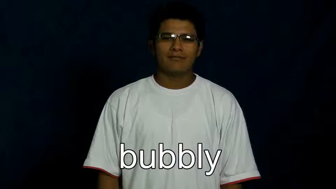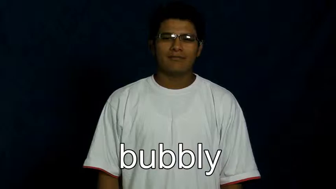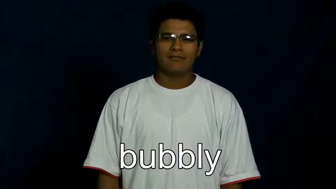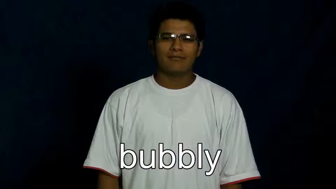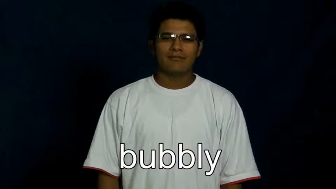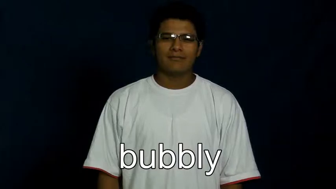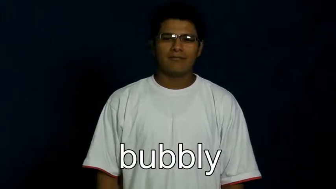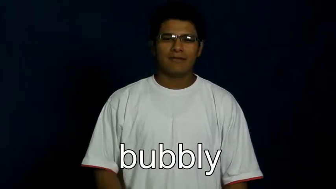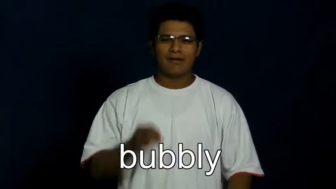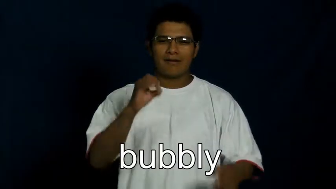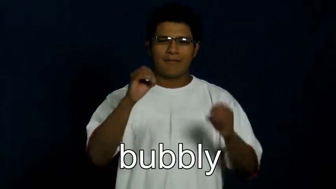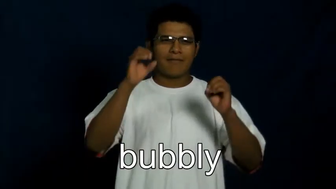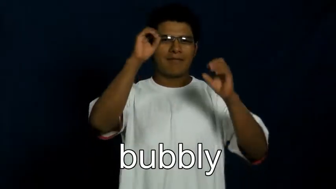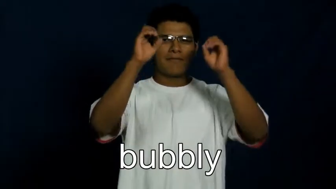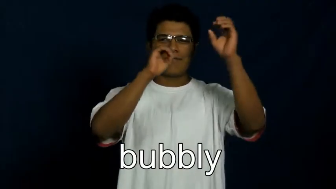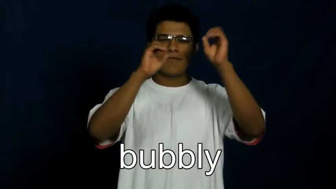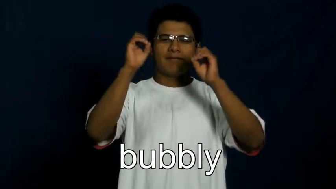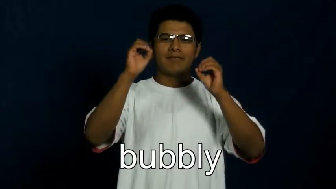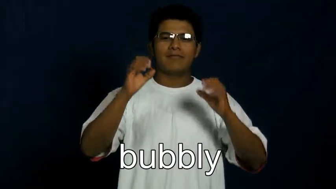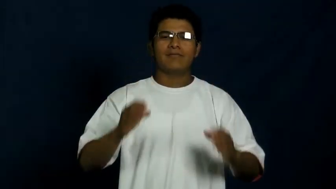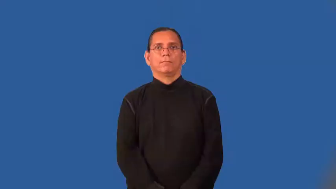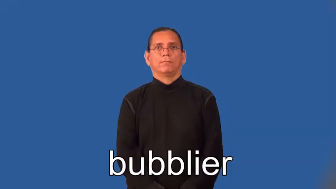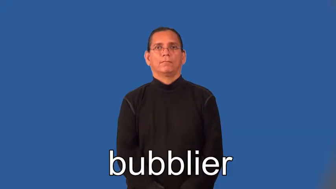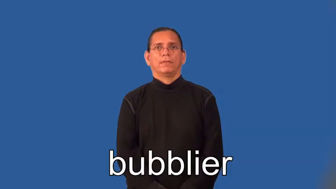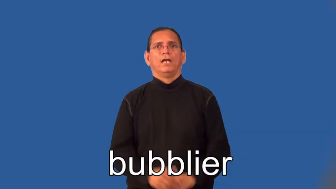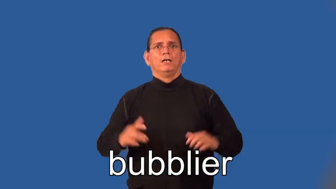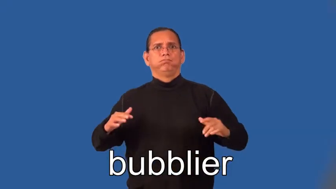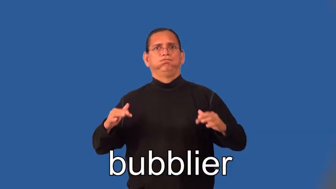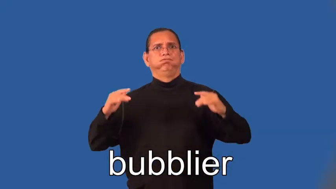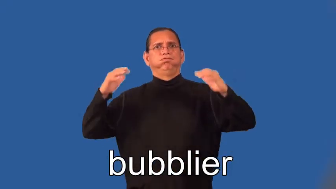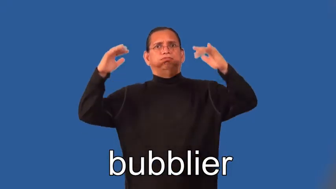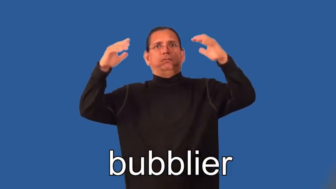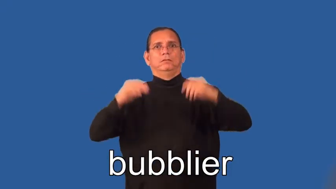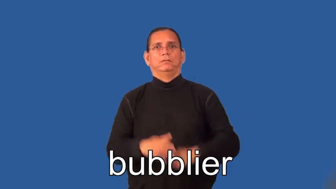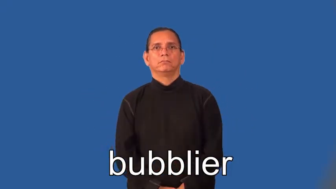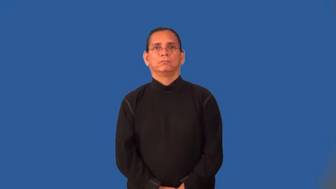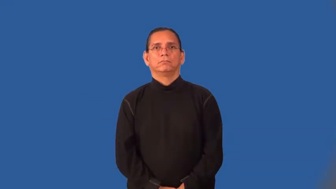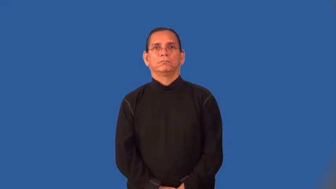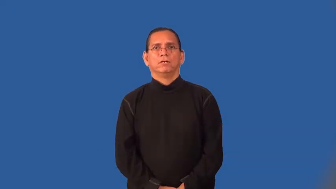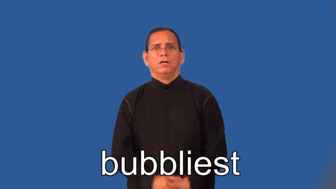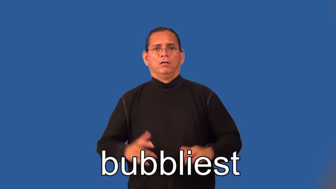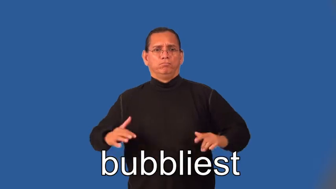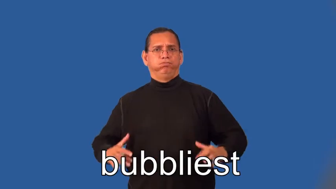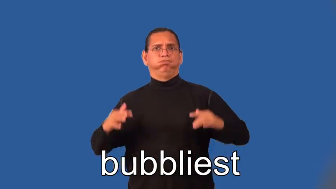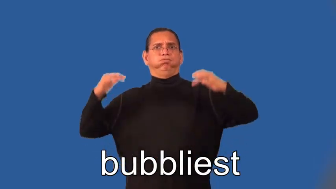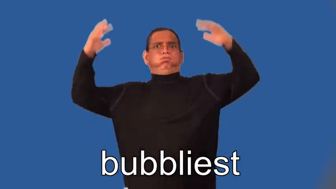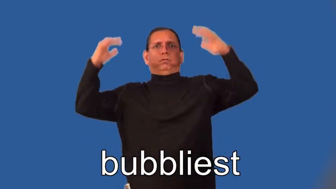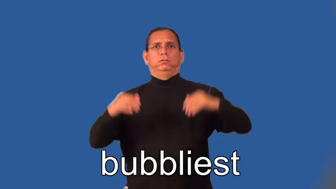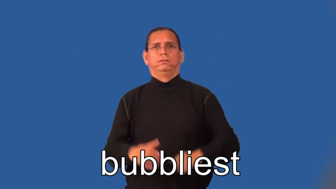bubblier,bubbliest